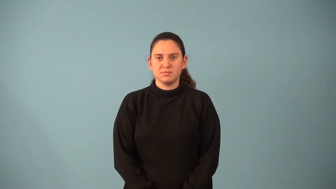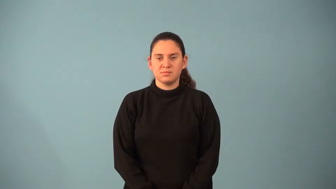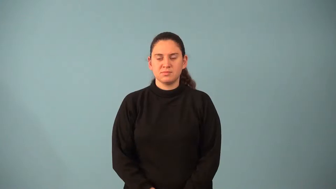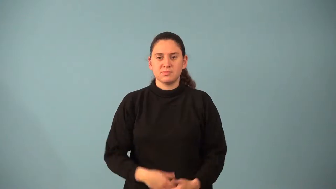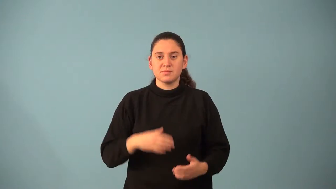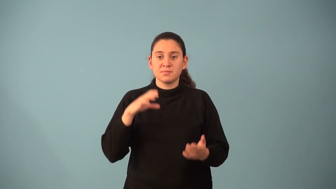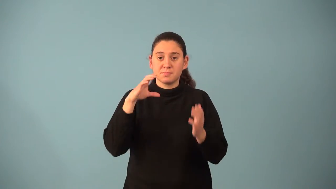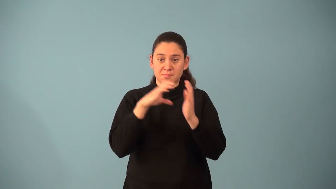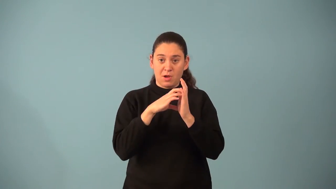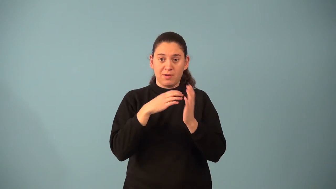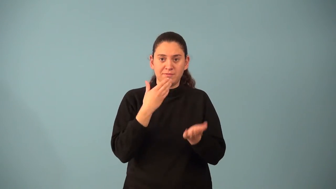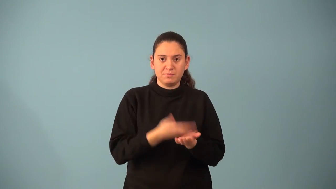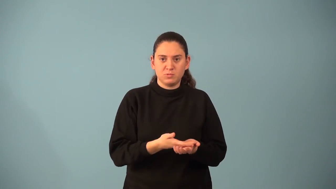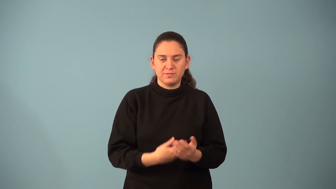paragraph proof